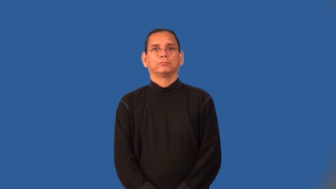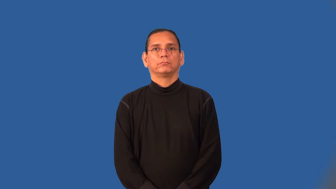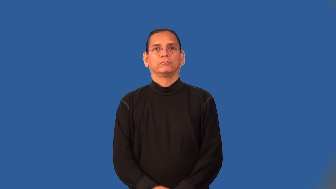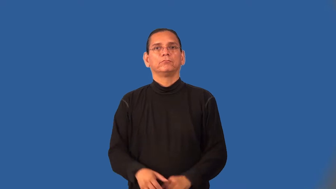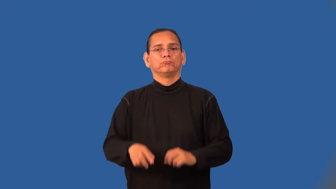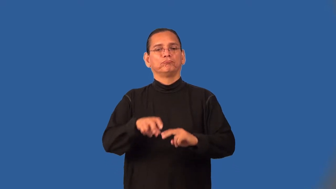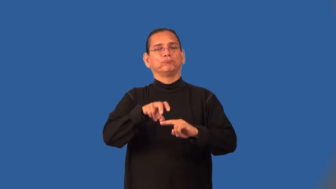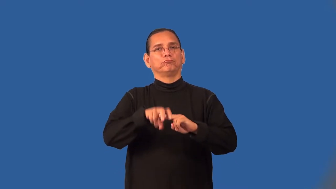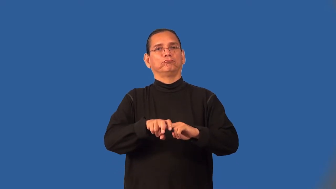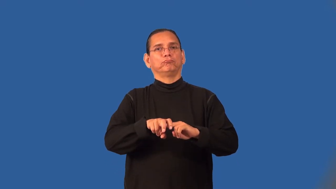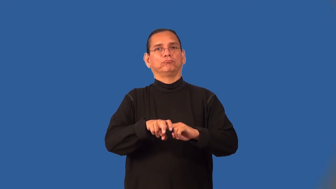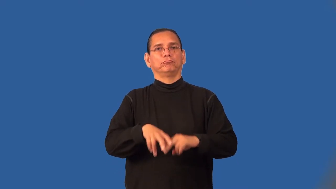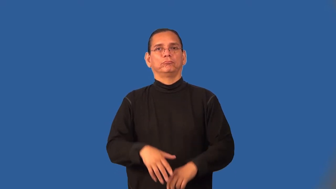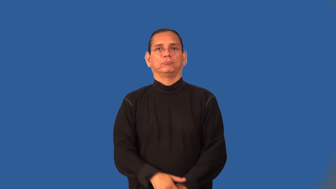perch,alight